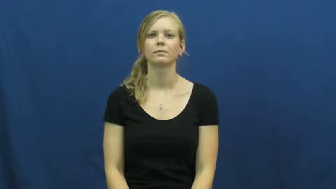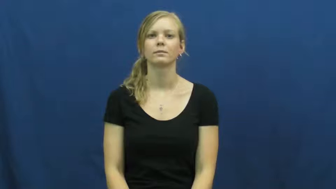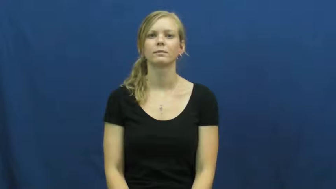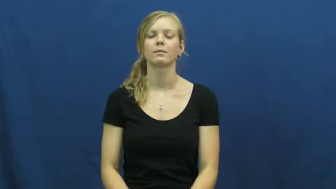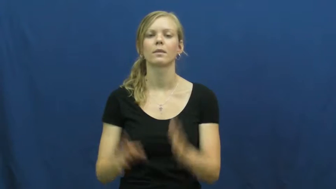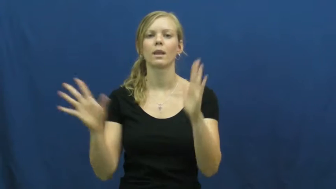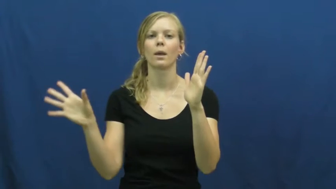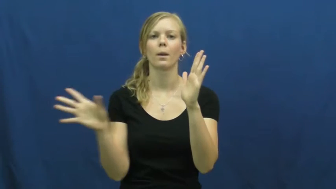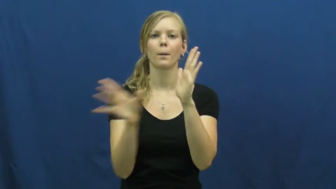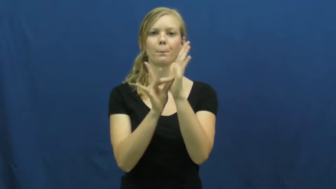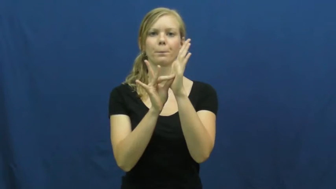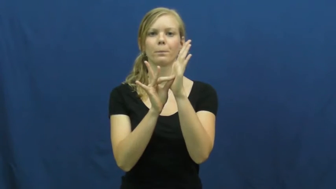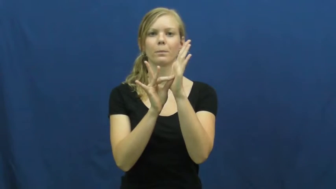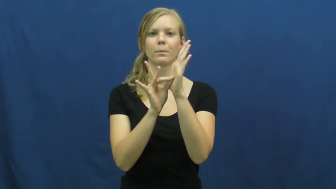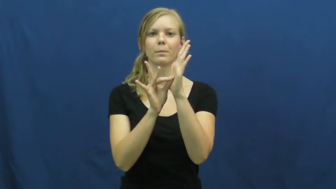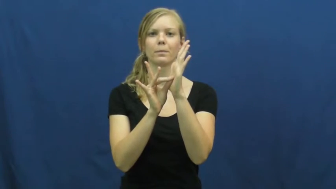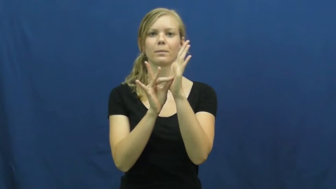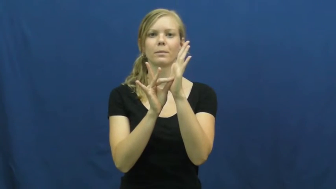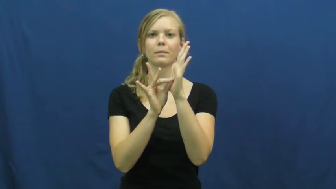tag, tag on,tag onto,tag with